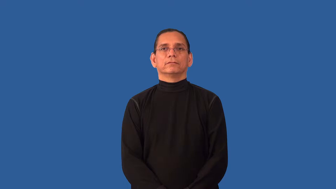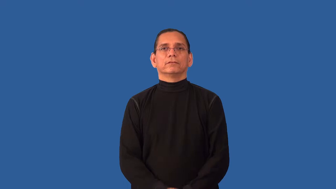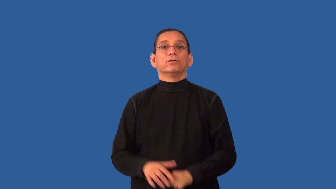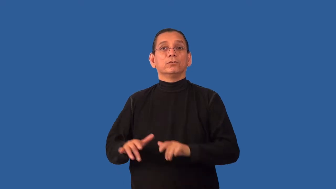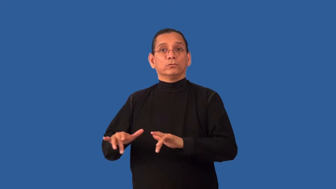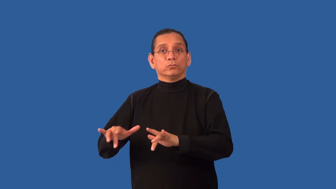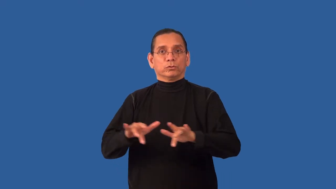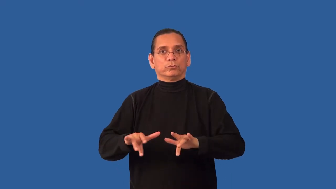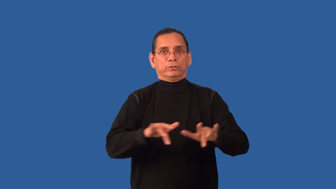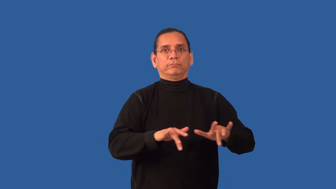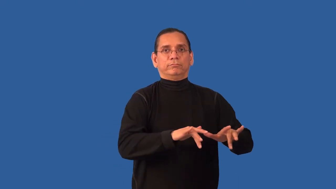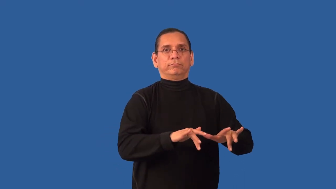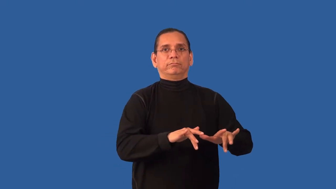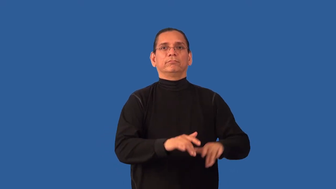rewind